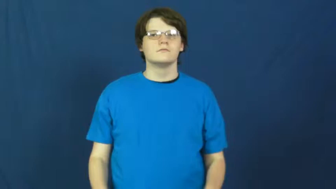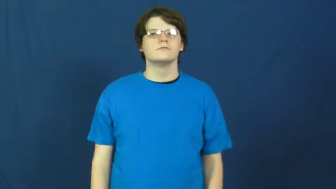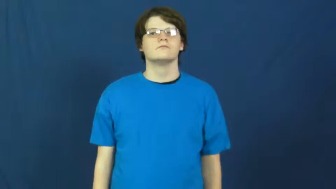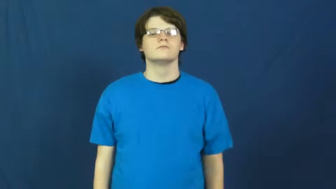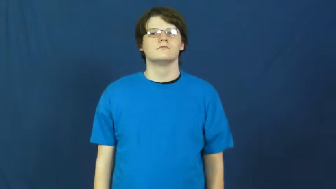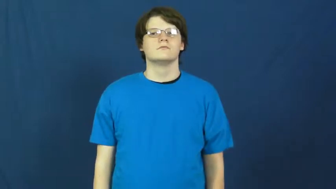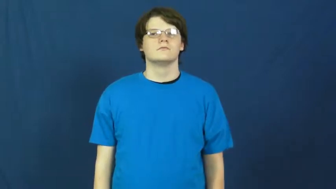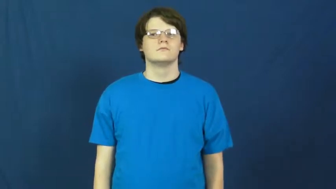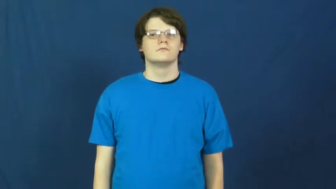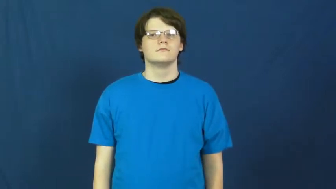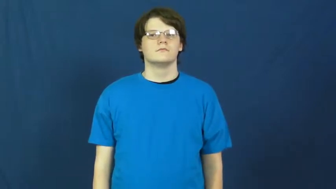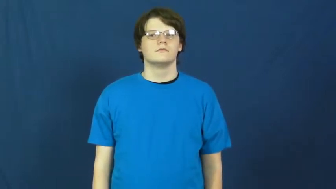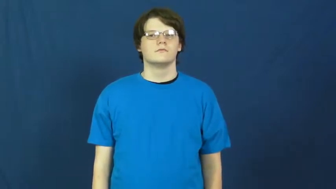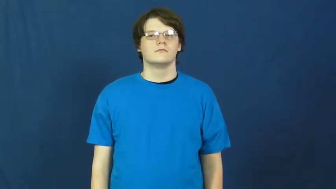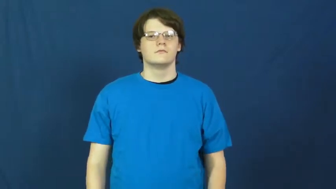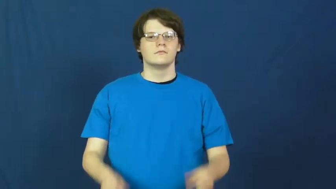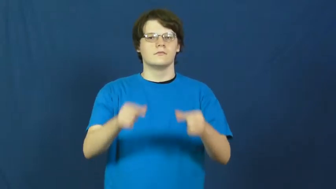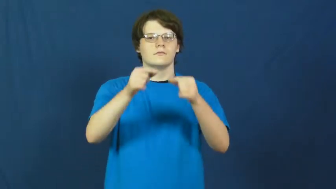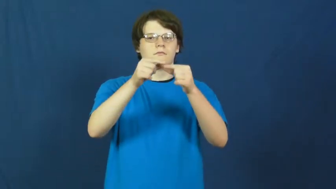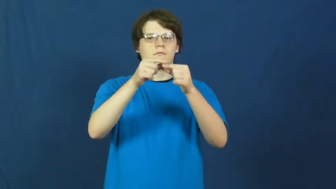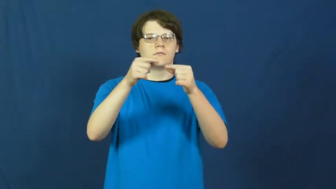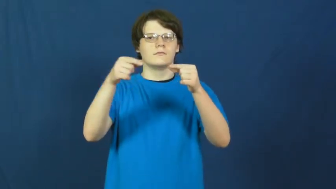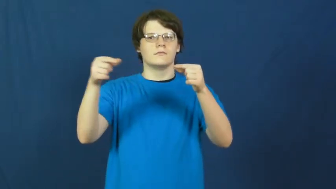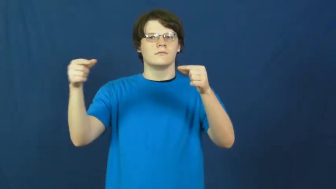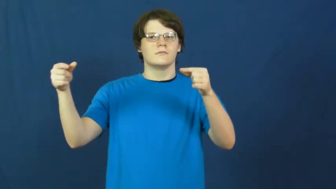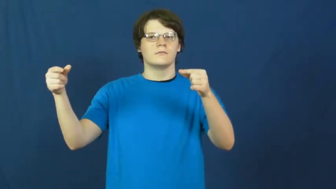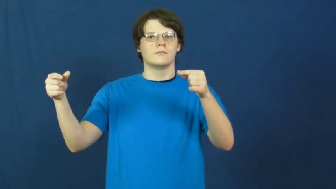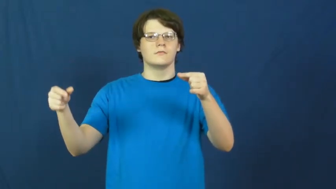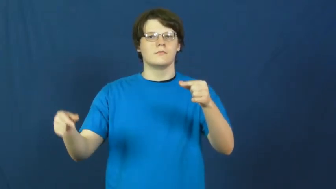grammar